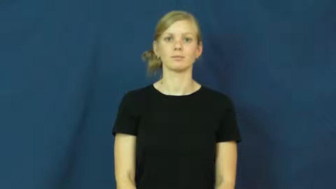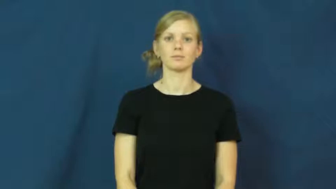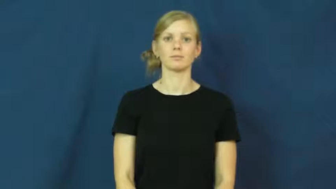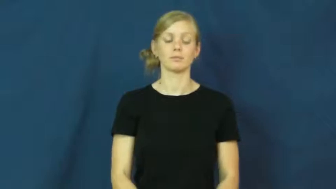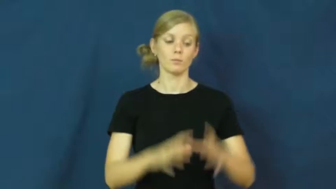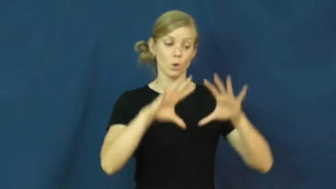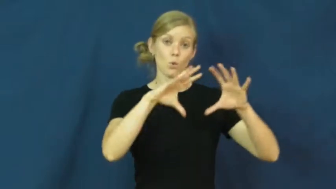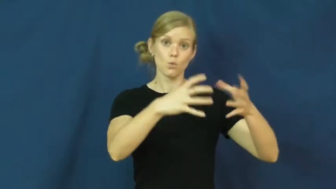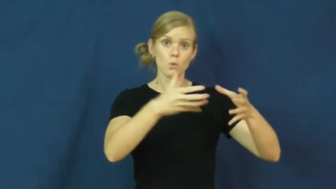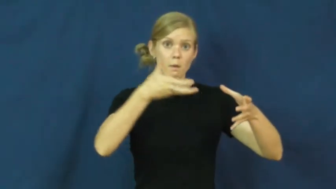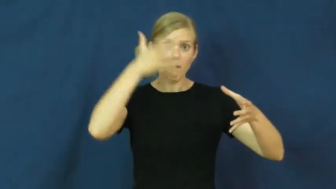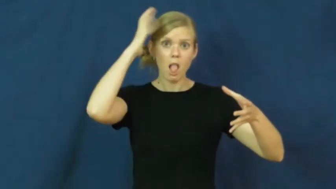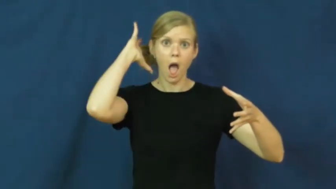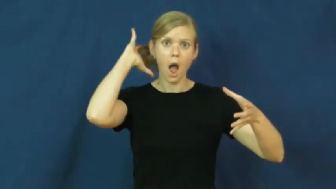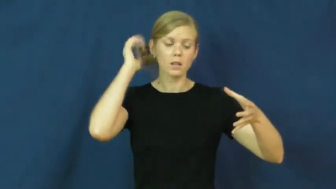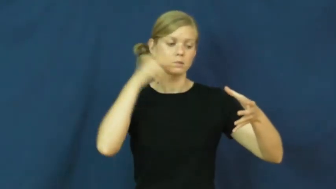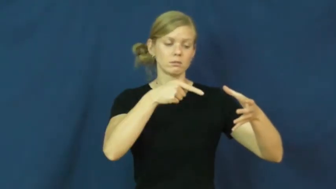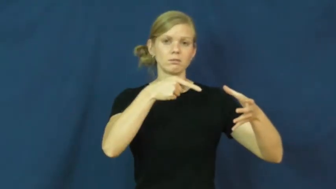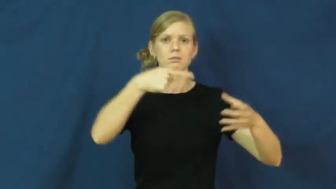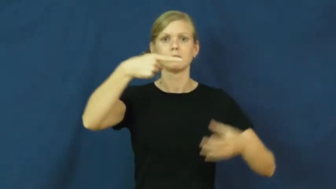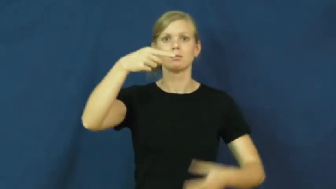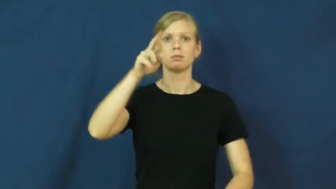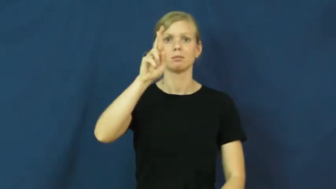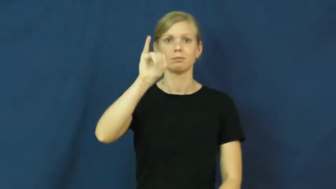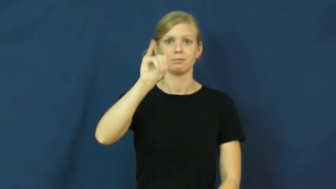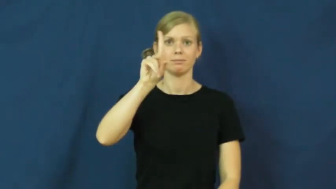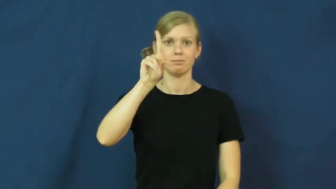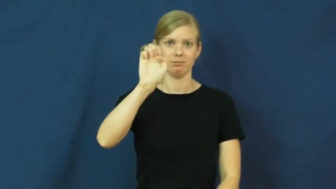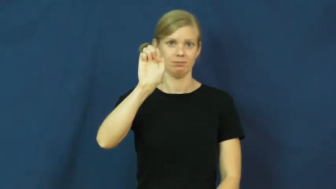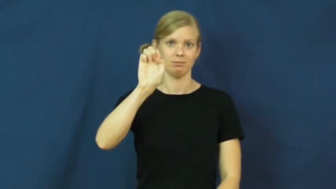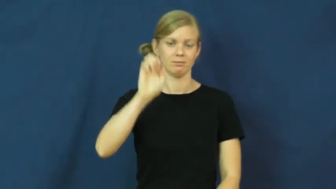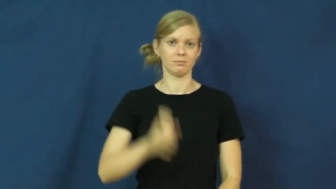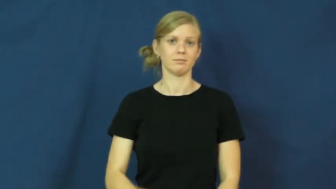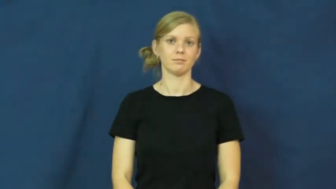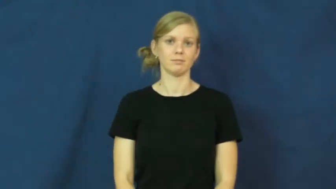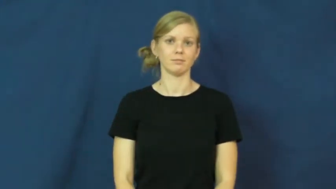pride-lions